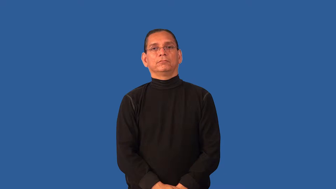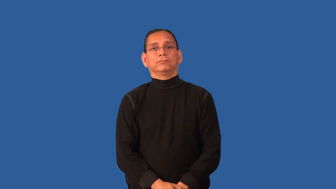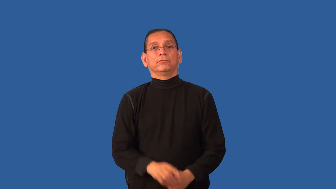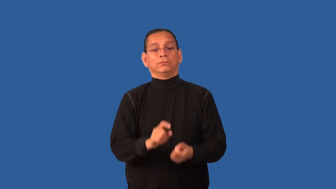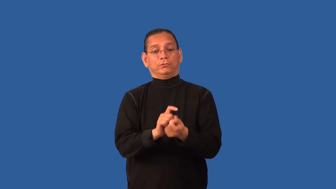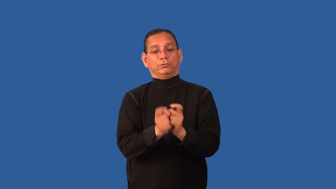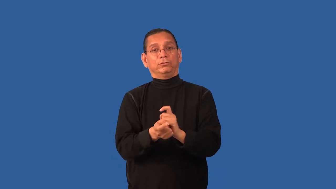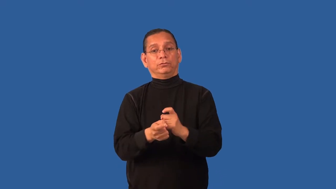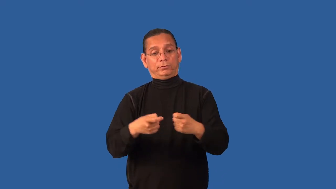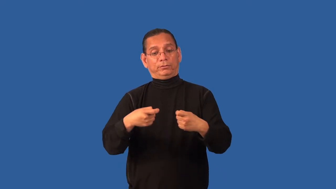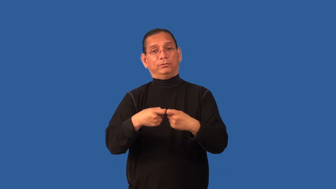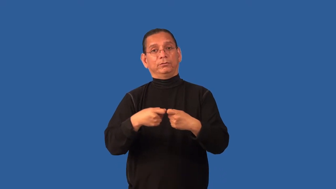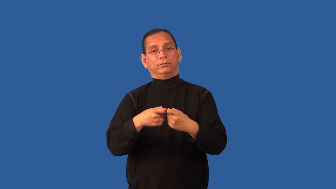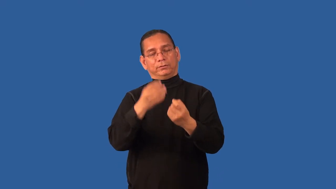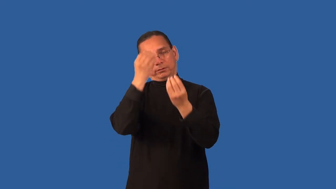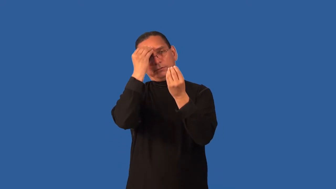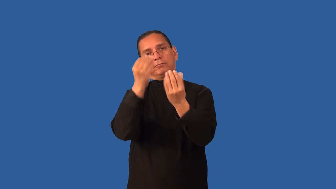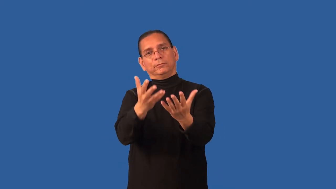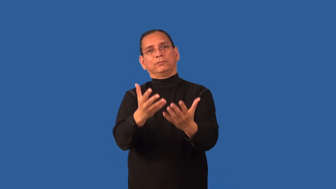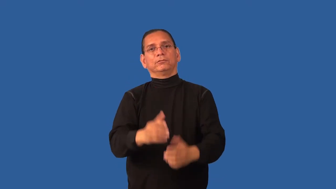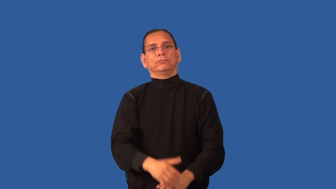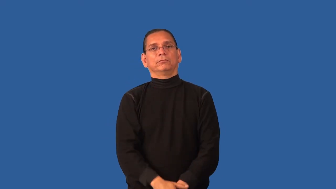digitize,digitalize